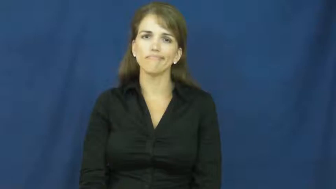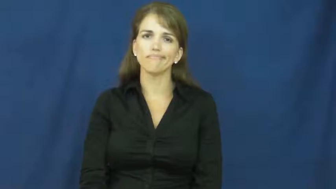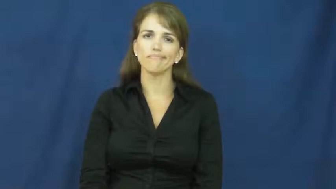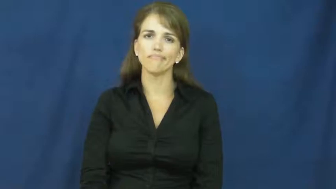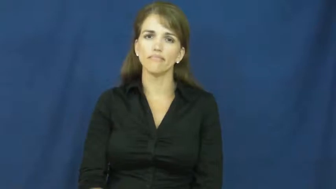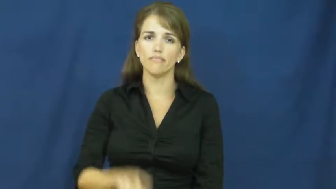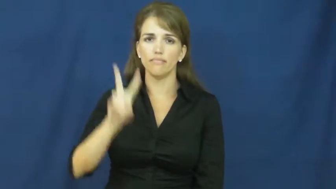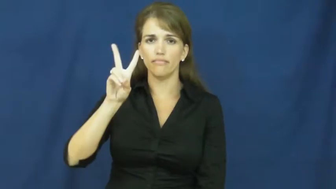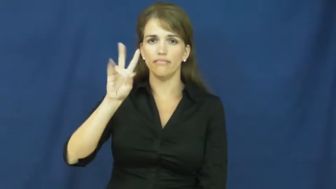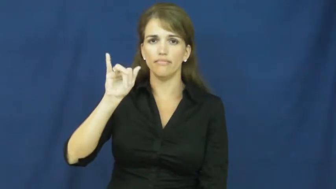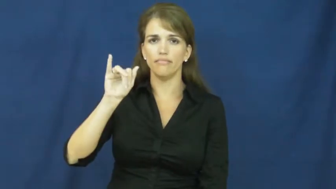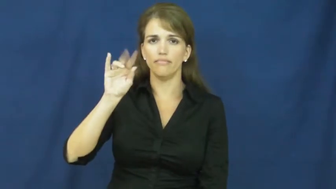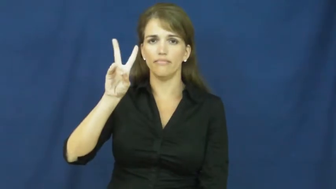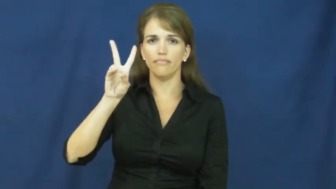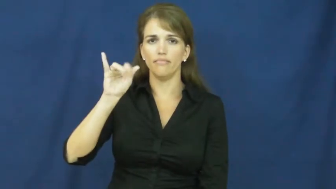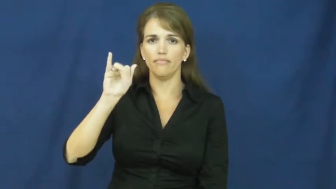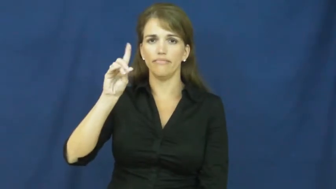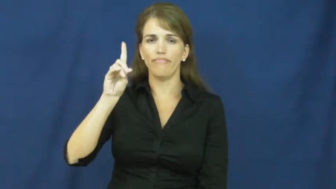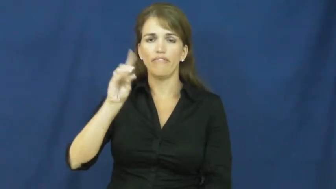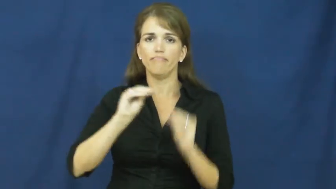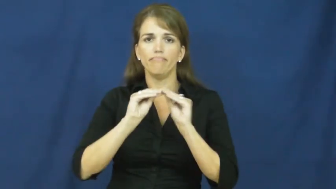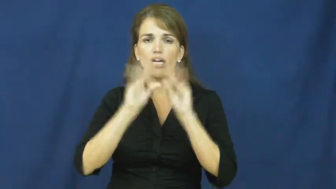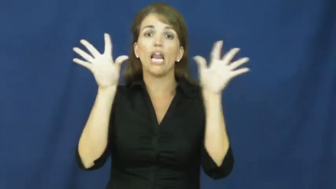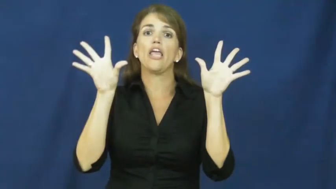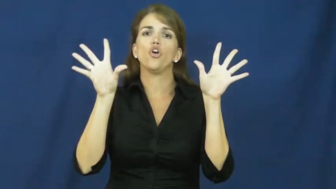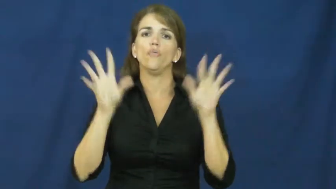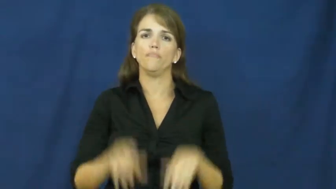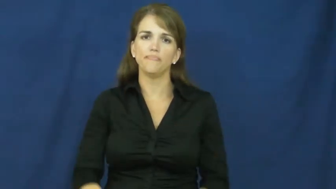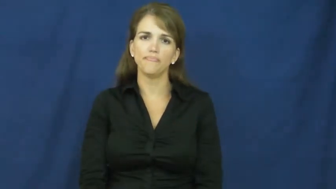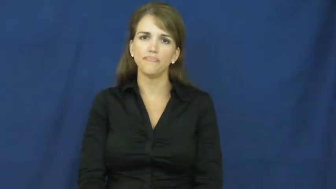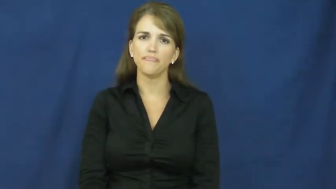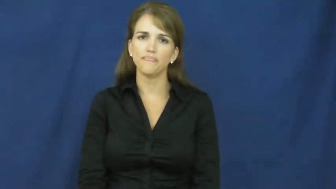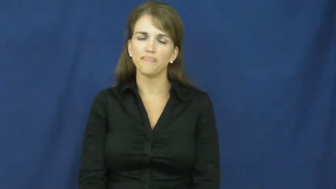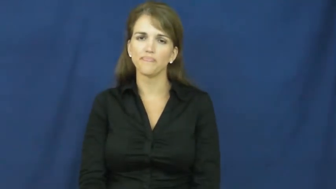vivid